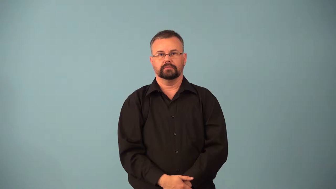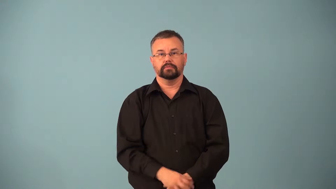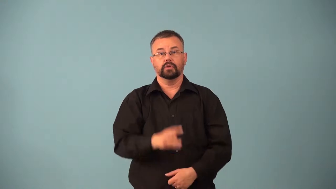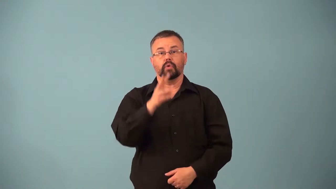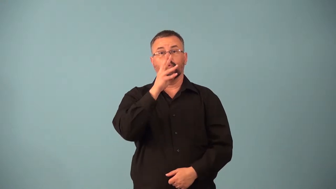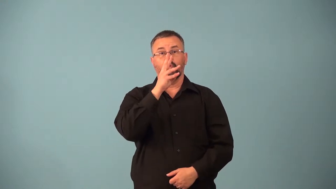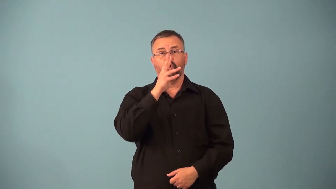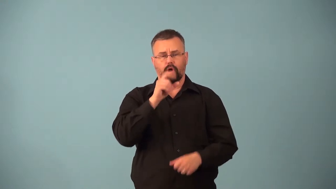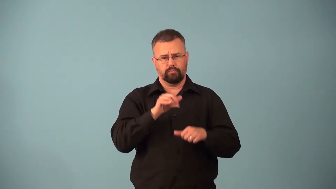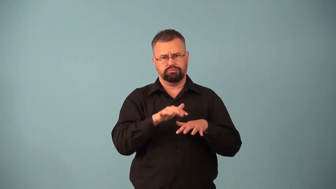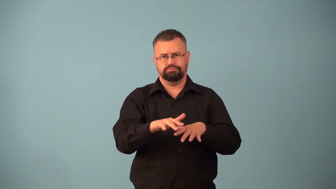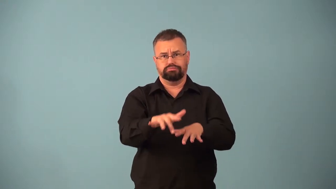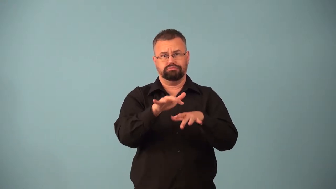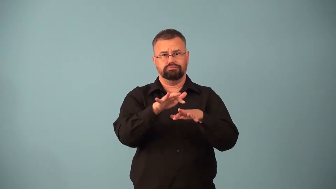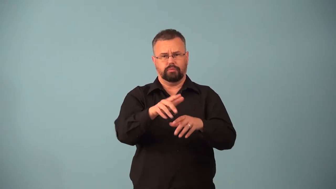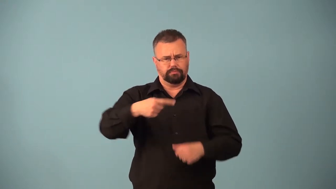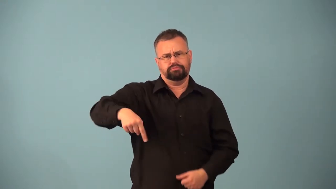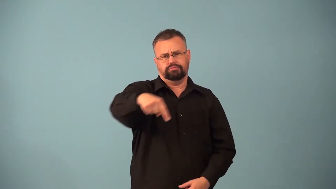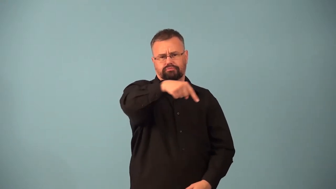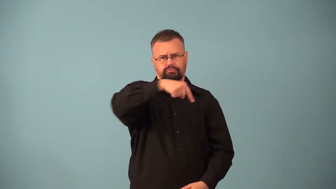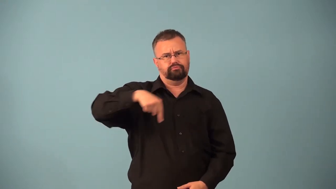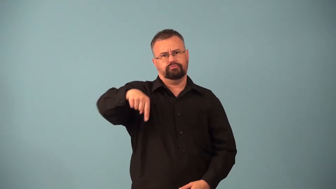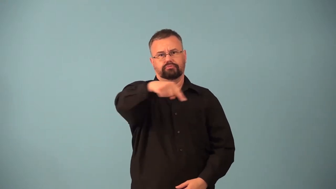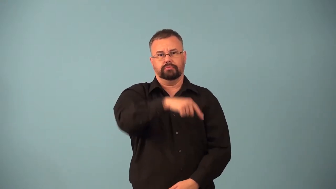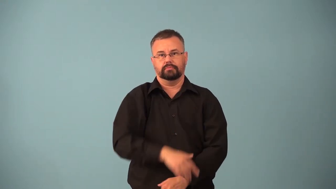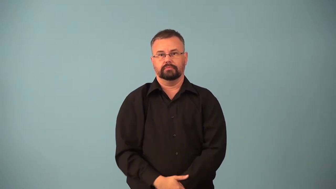eddy,maelstrom